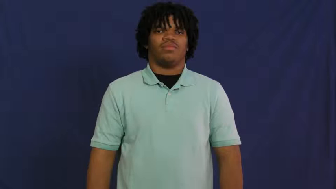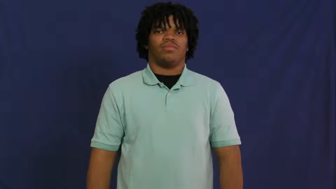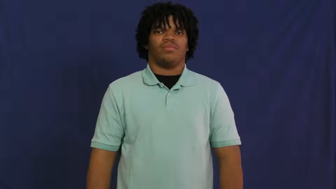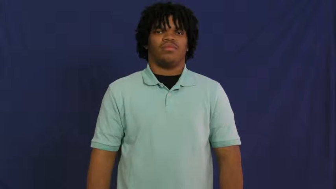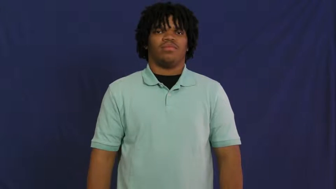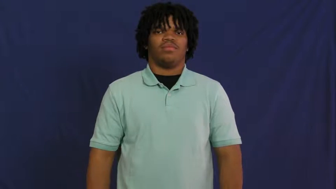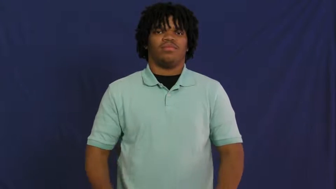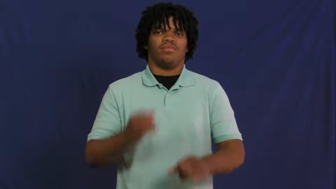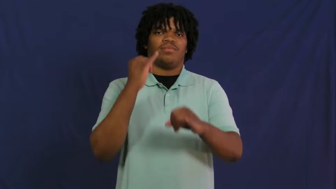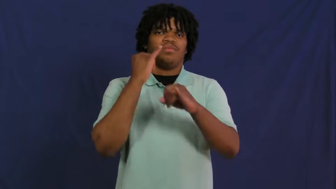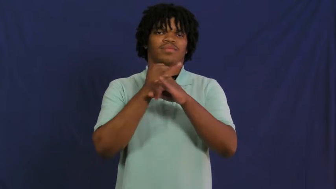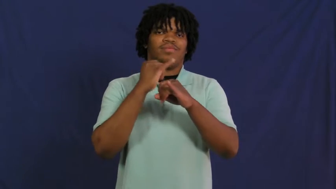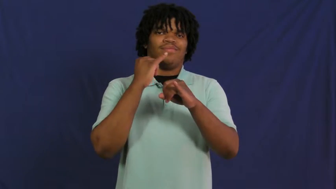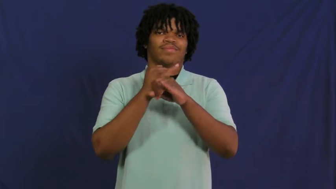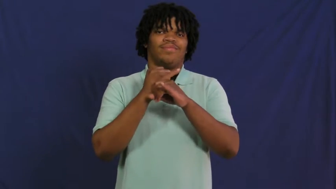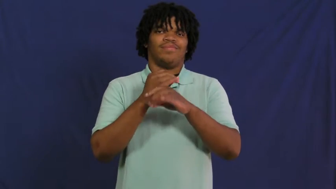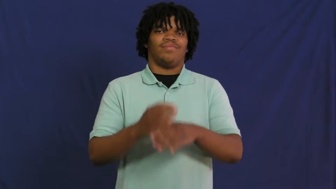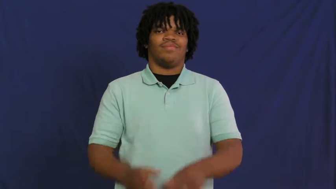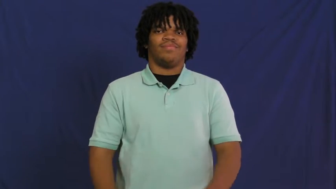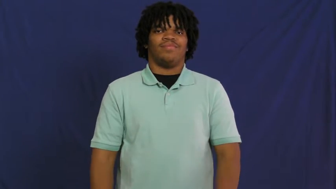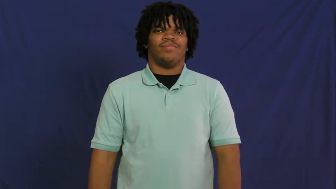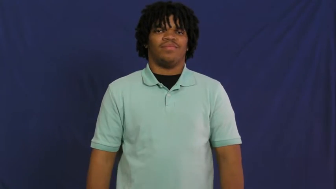institution